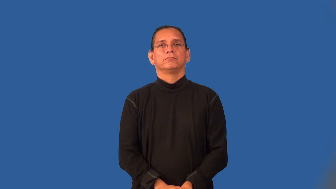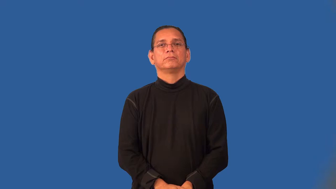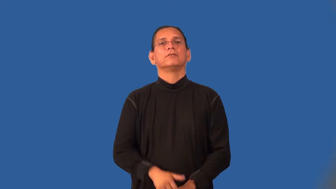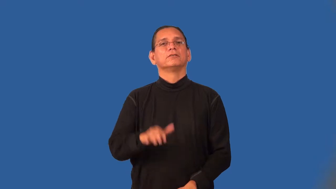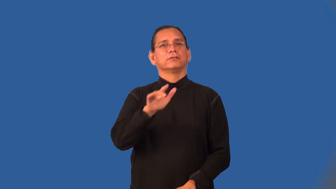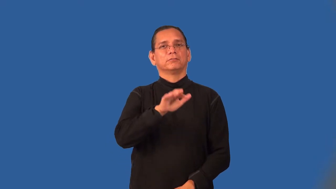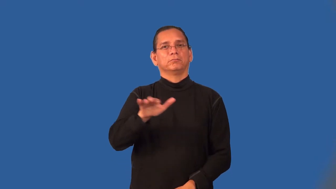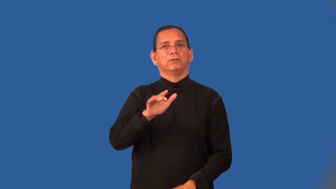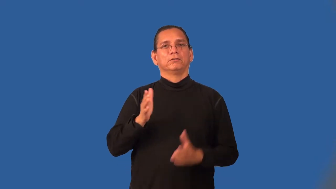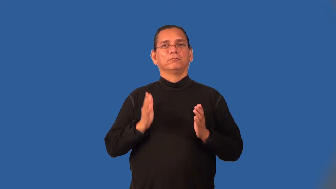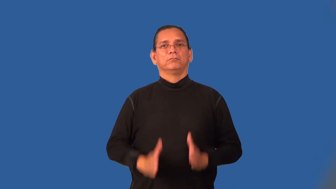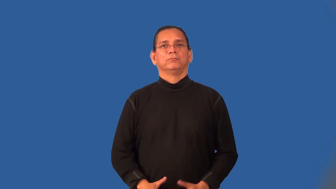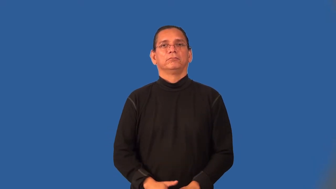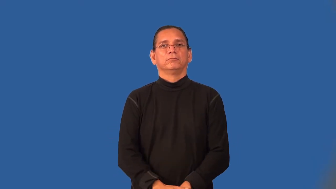speller